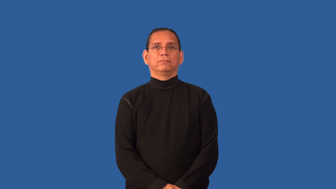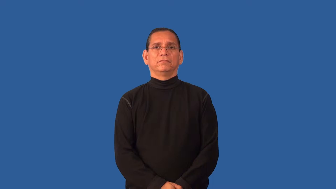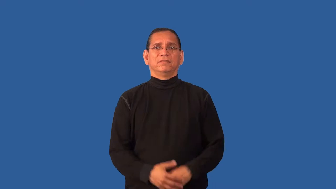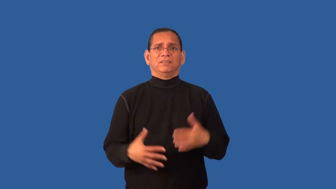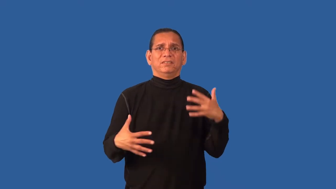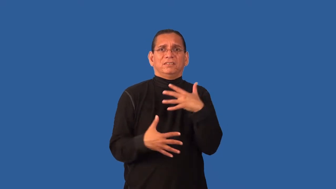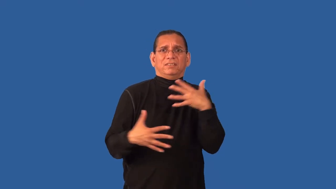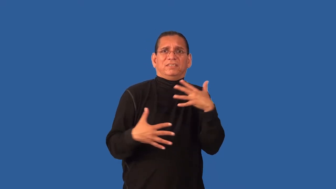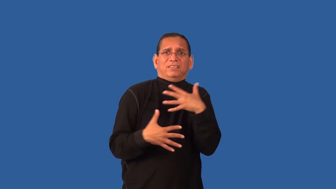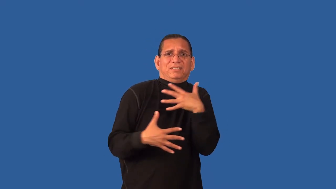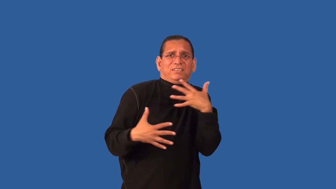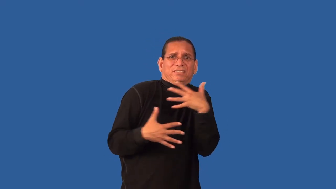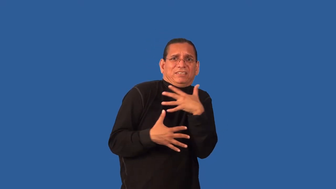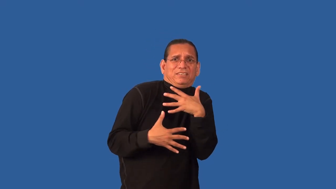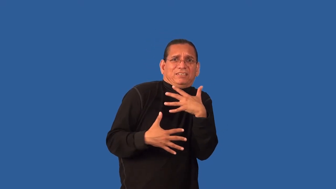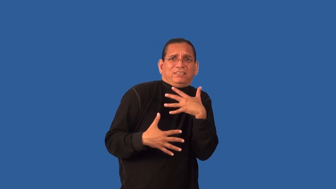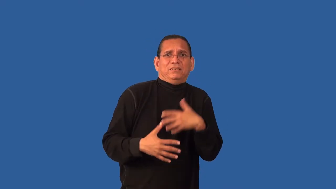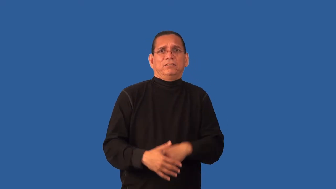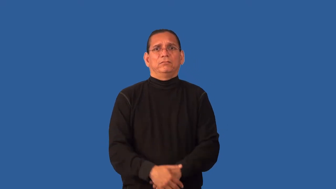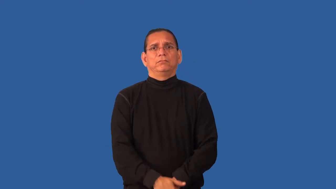fearsome